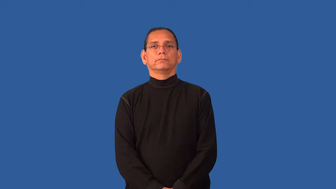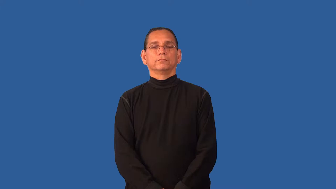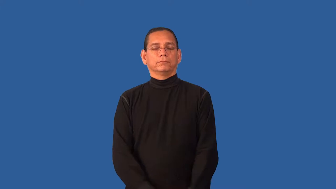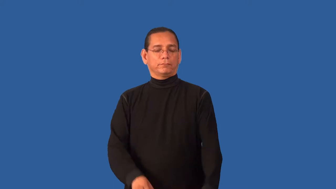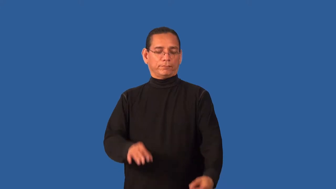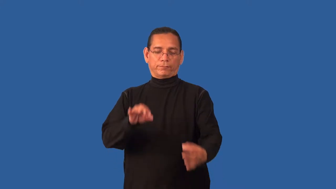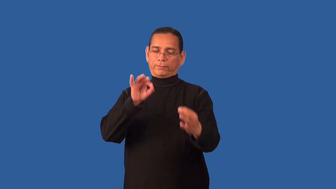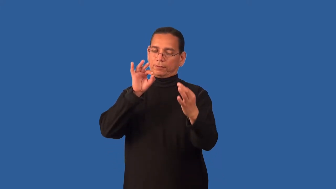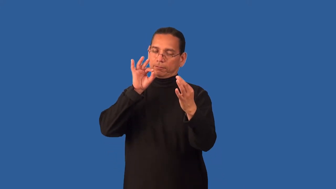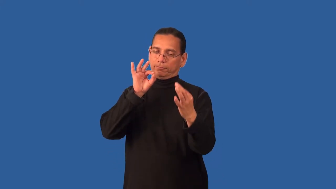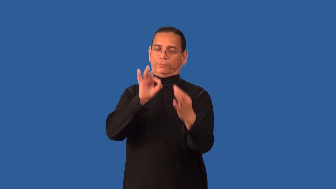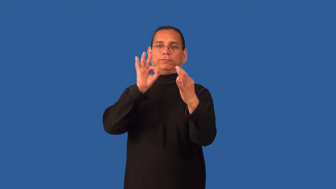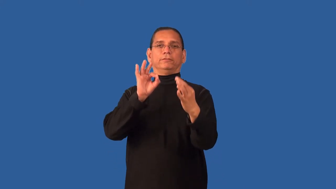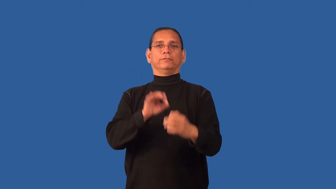faultless,immaculate